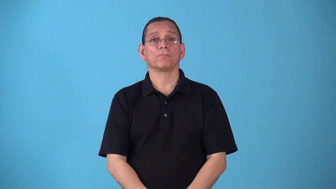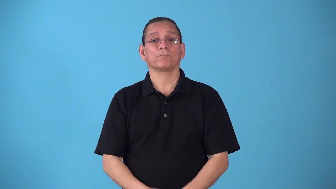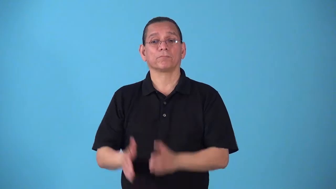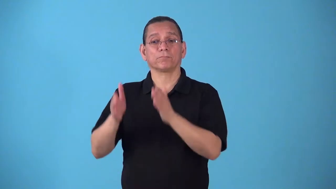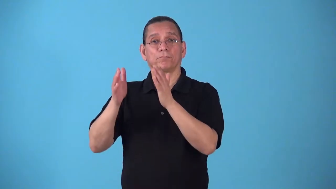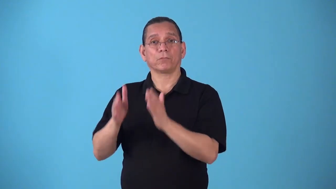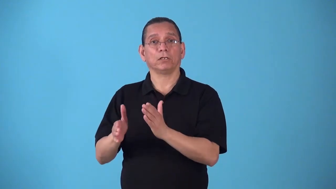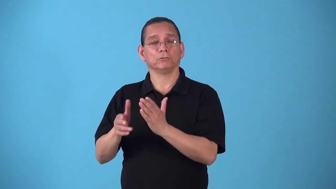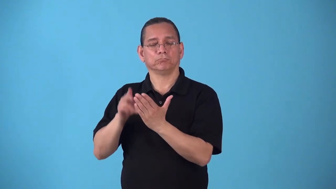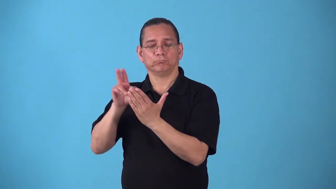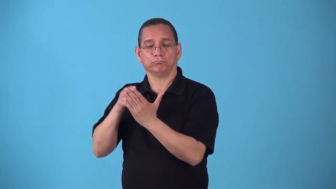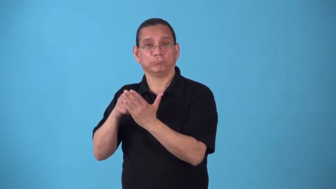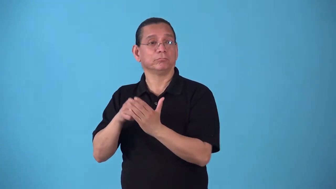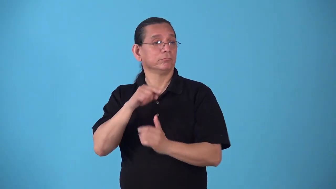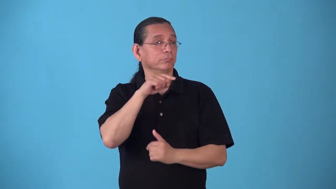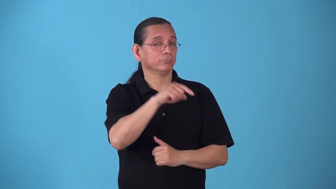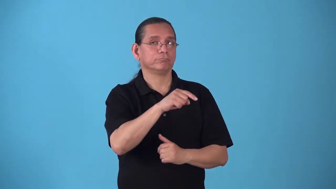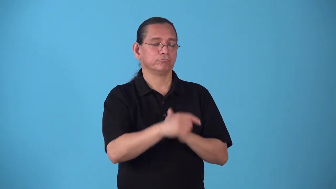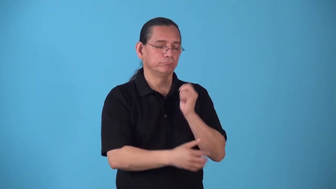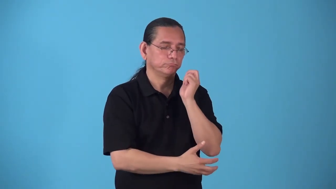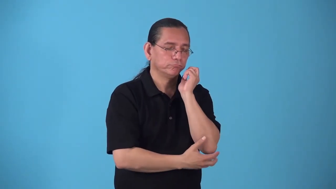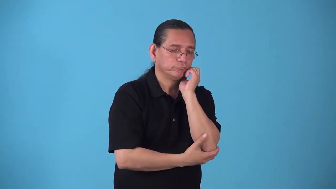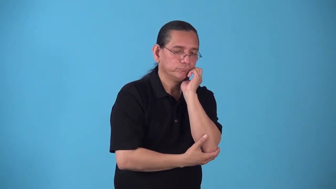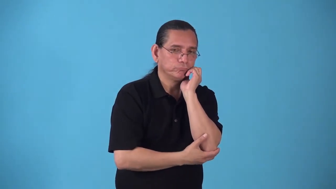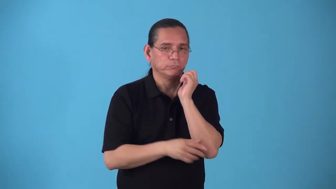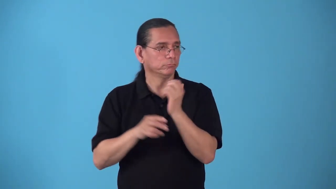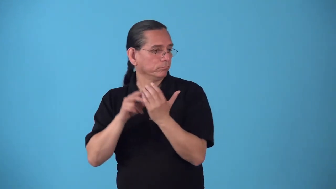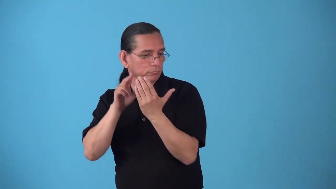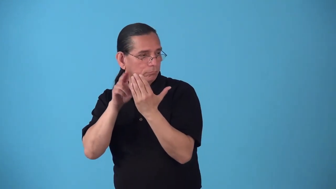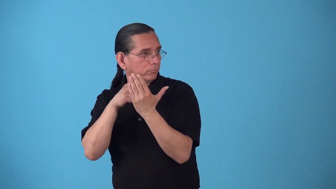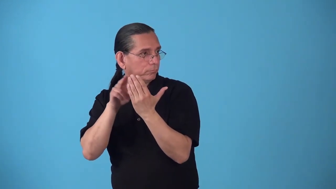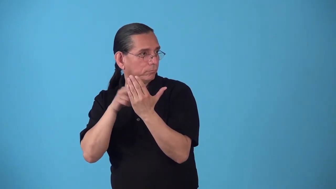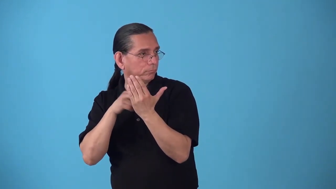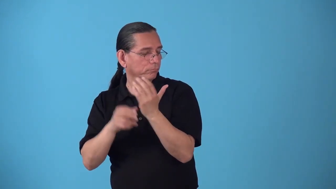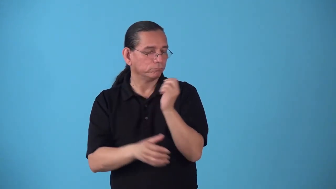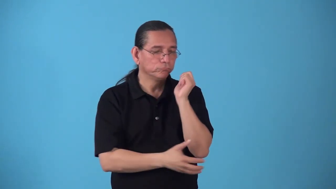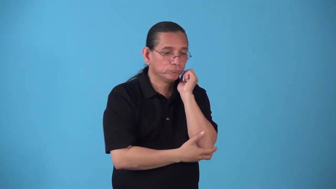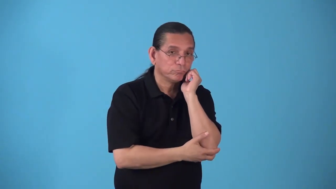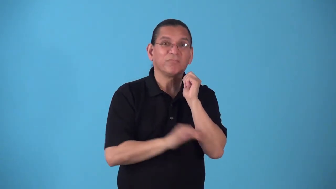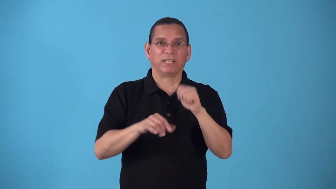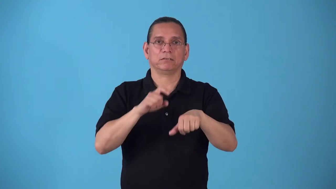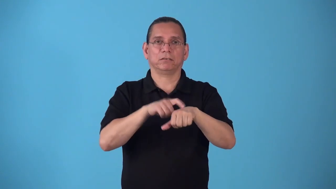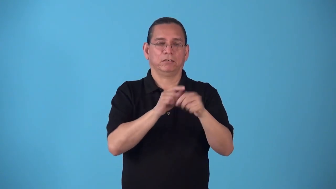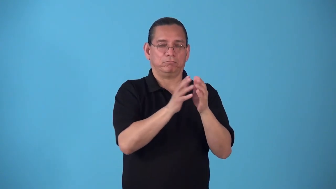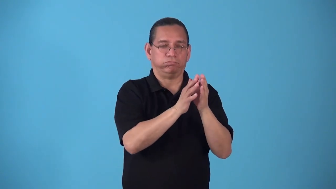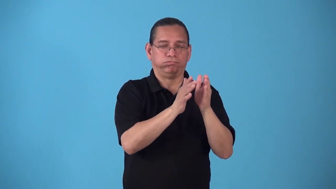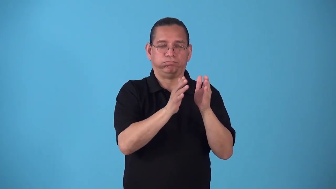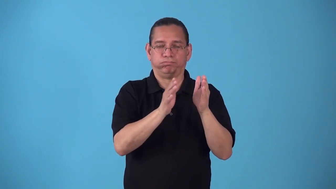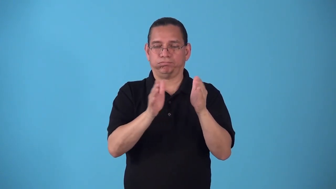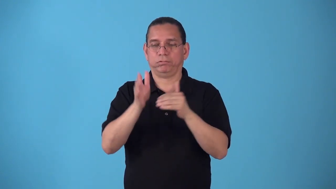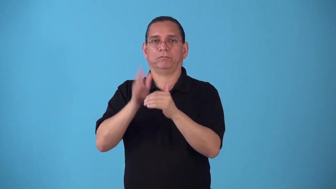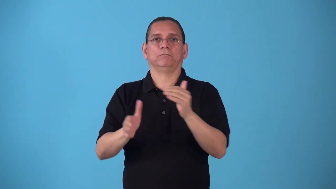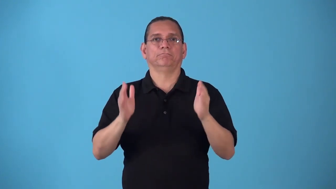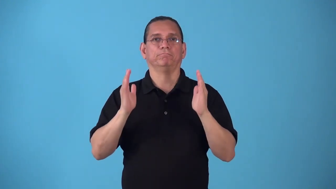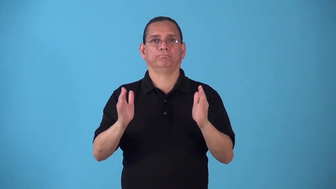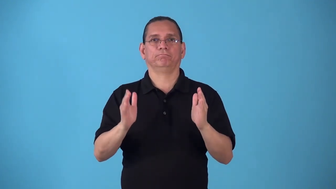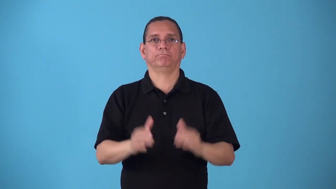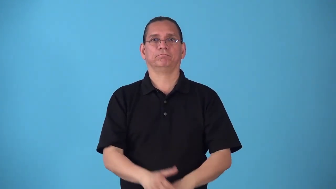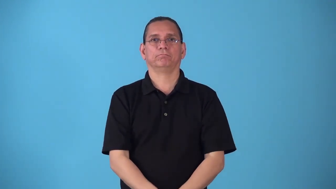sitting-period of time for person poses for a picture